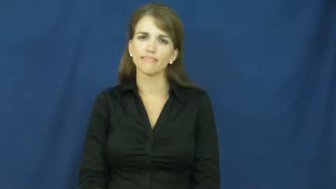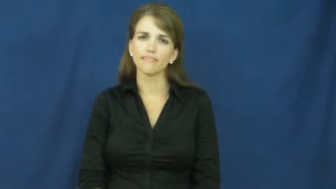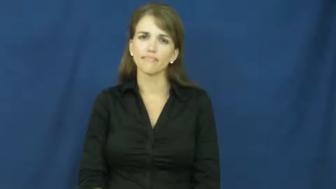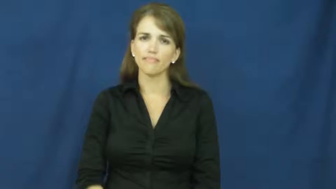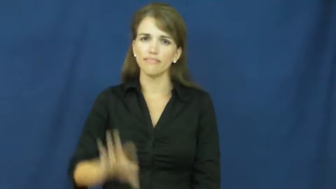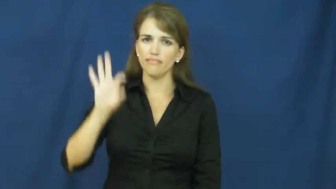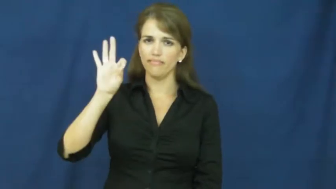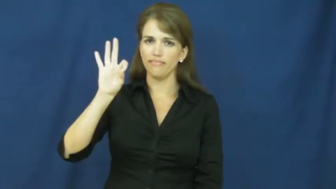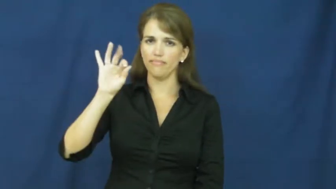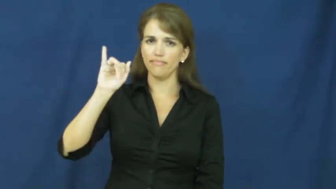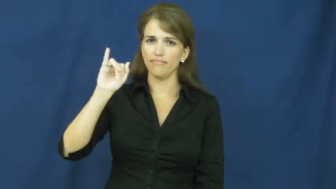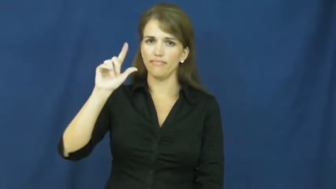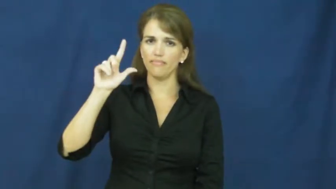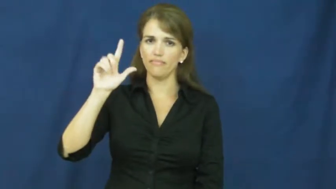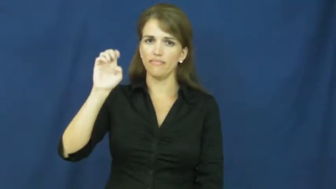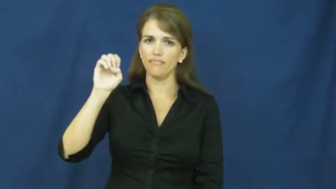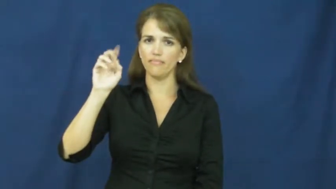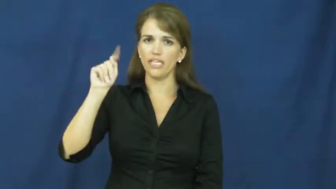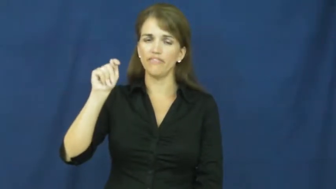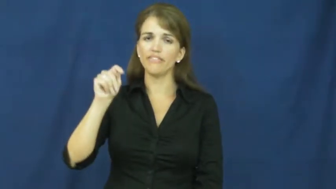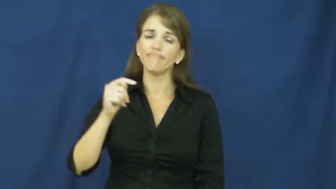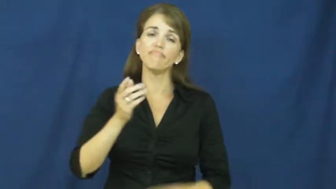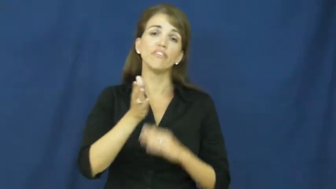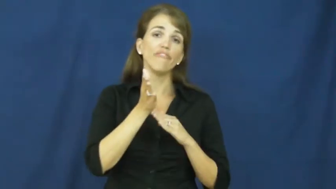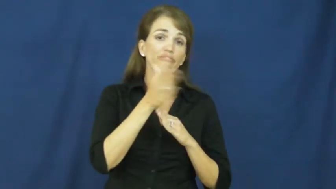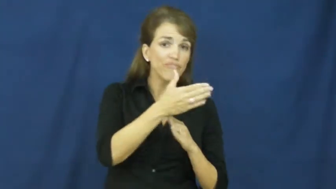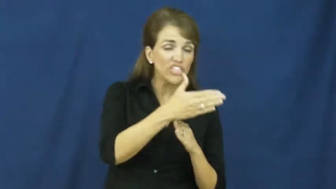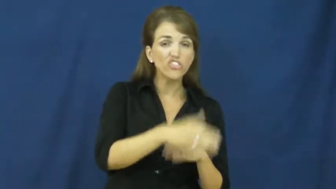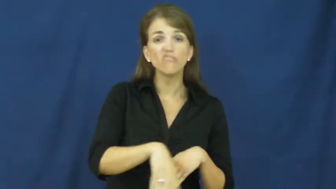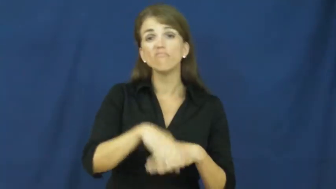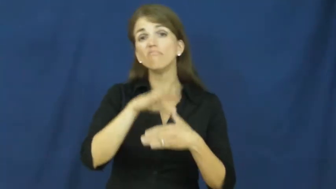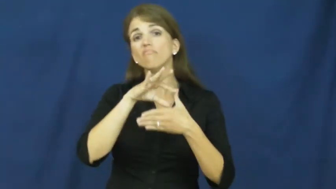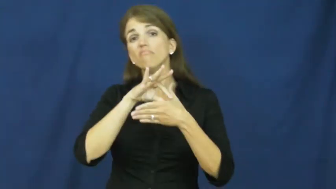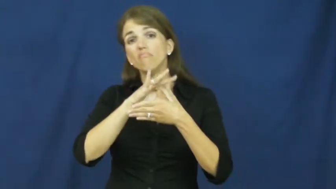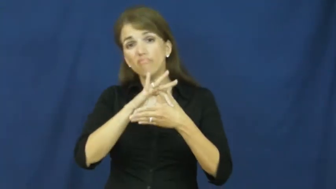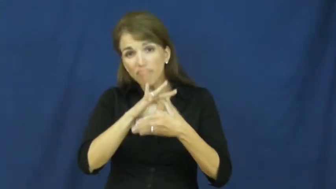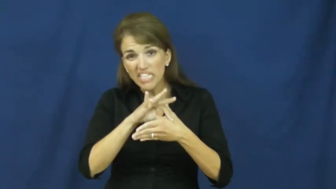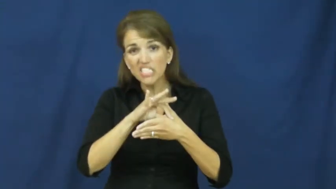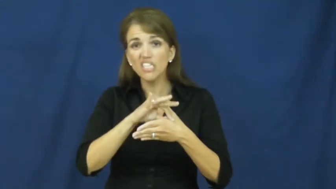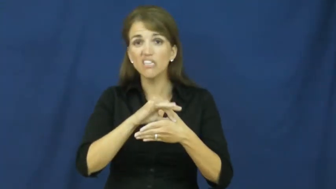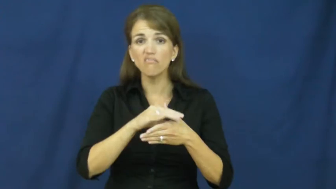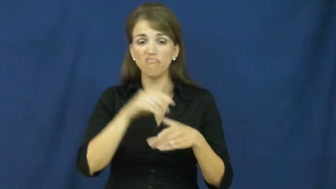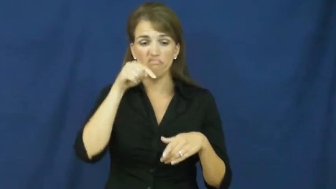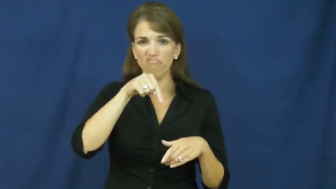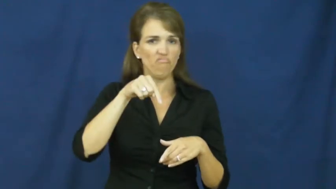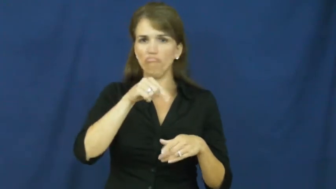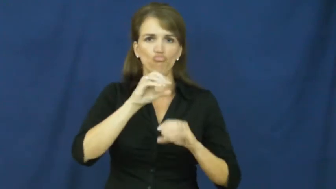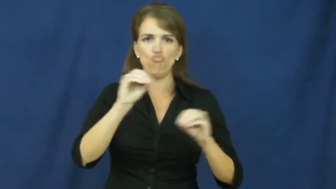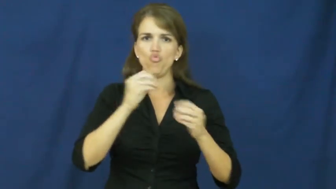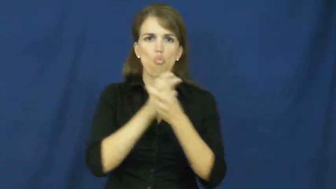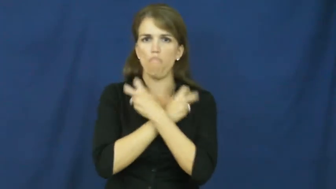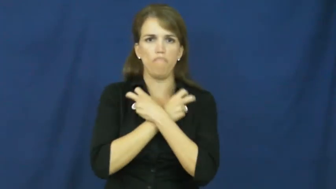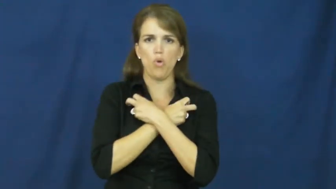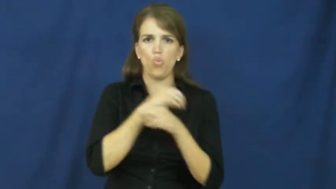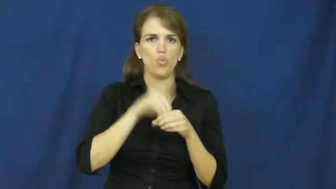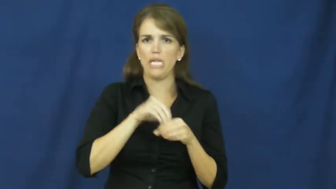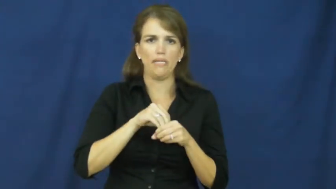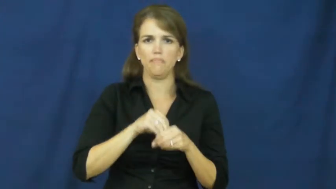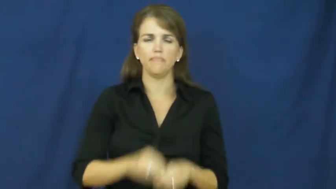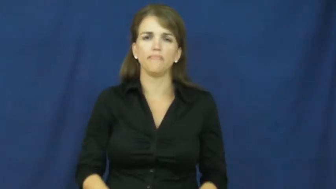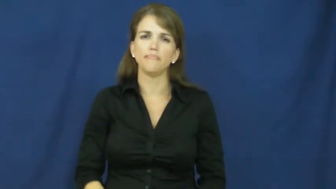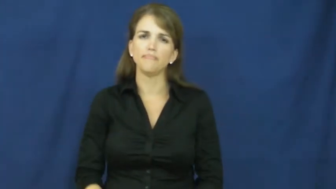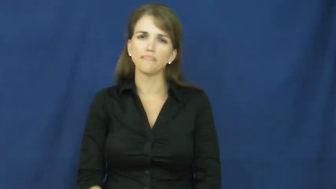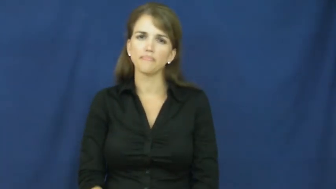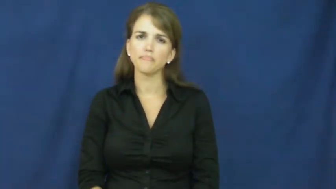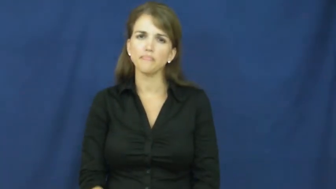filet